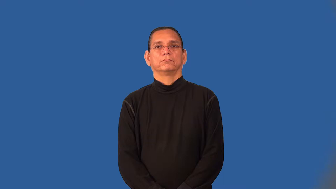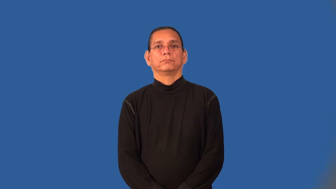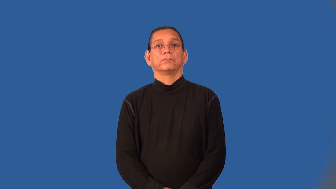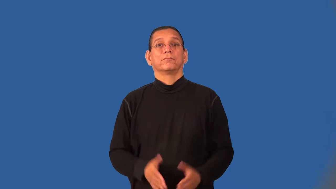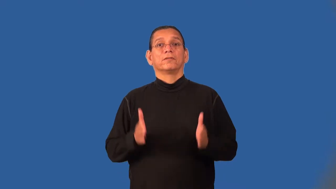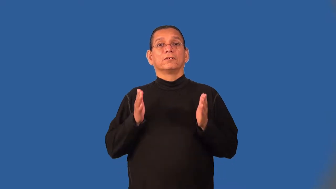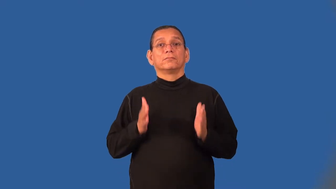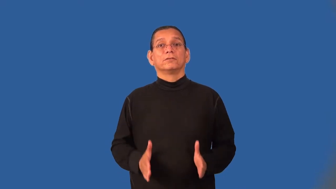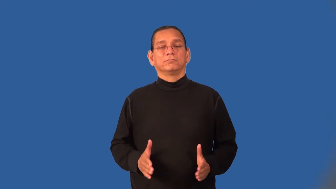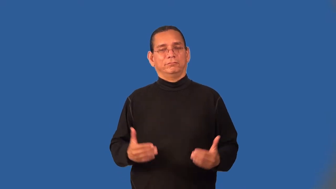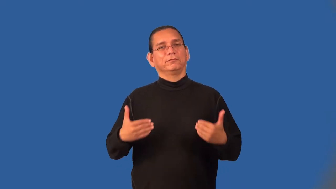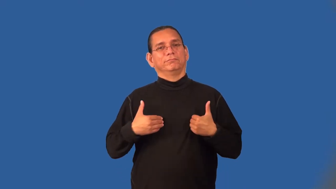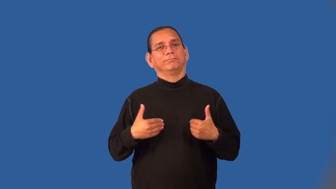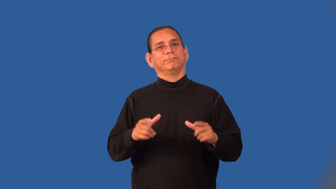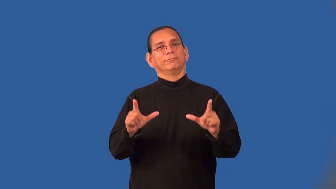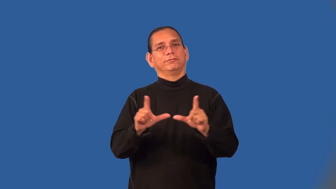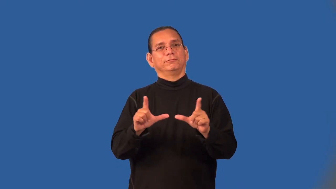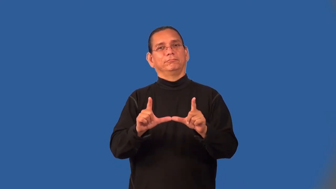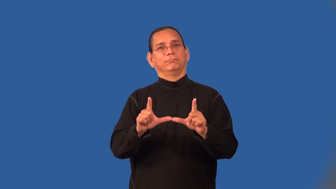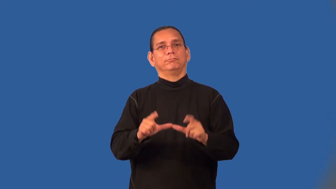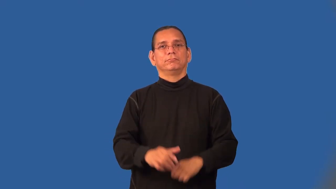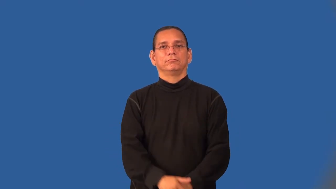licensee